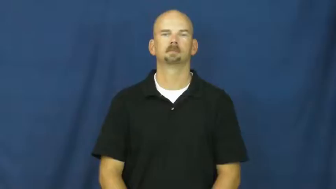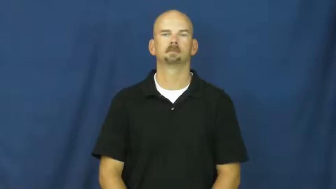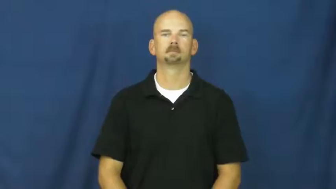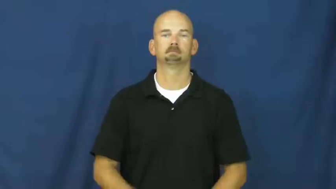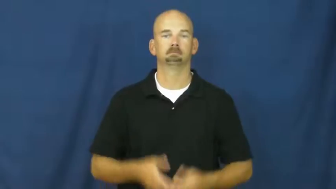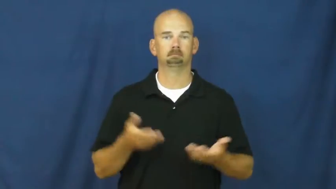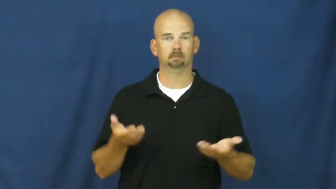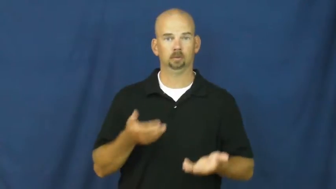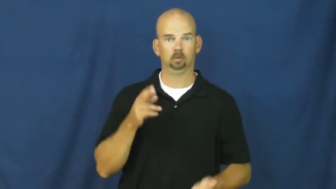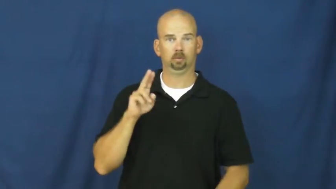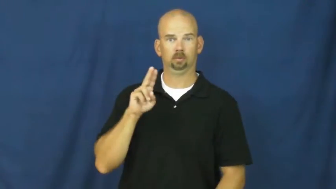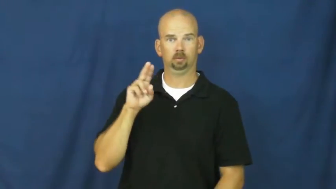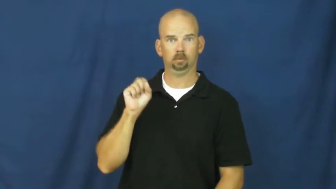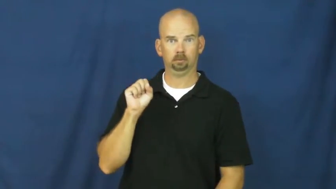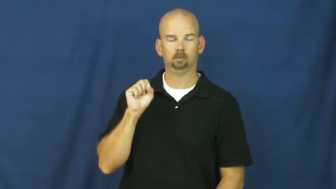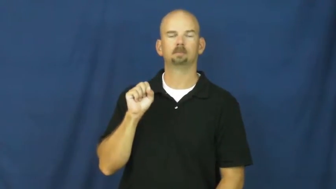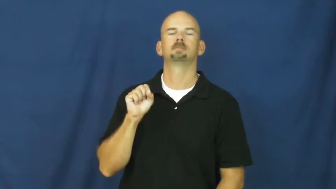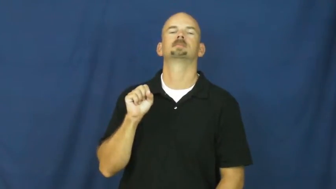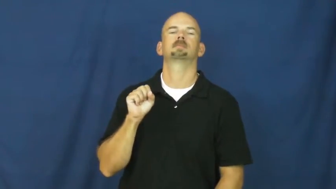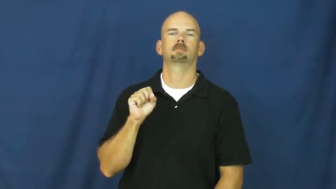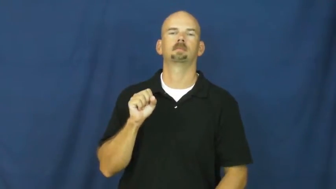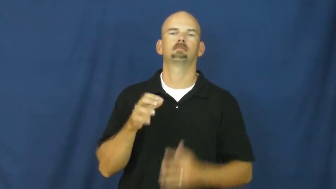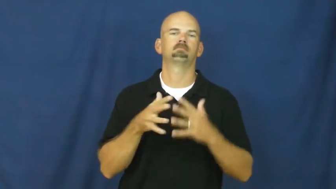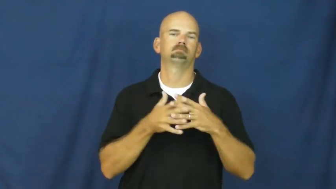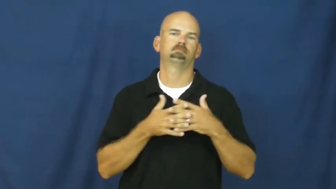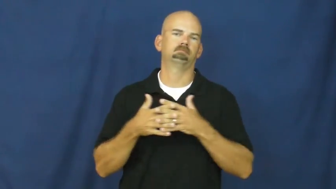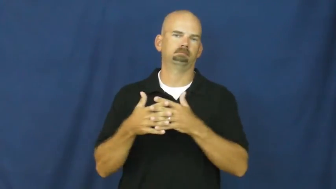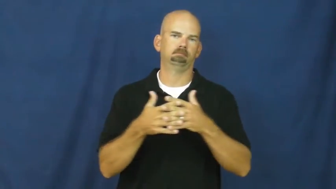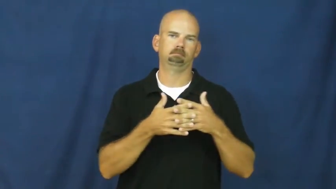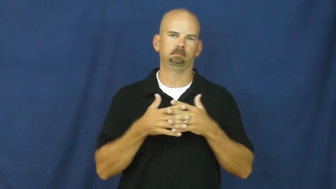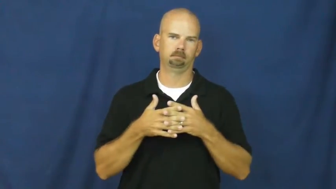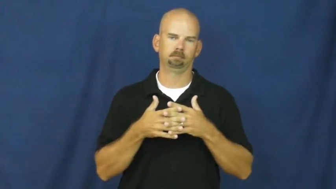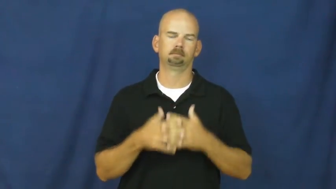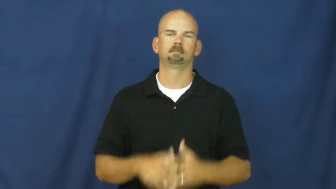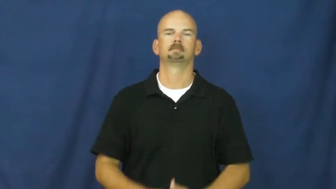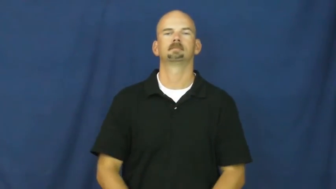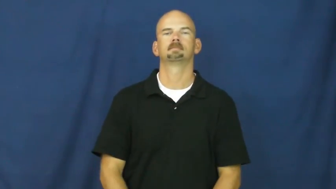usa